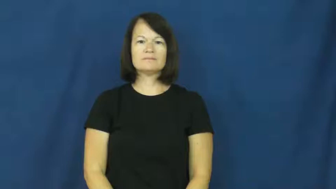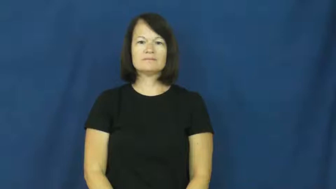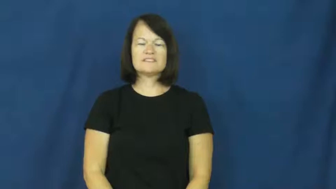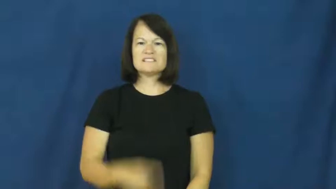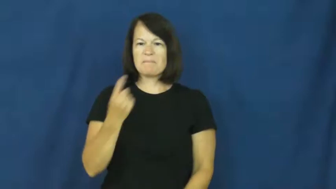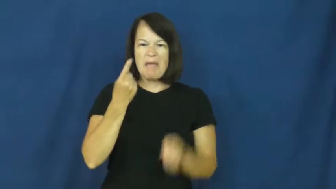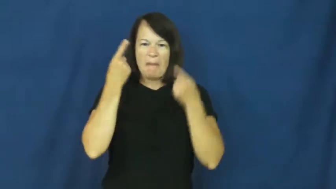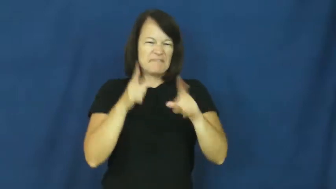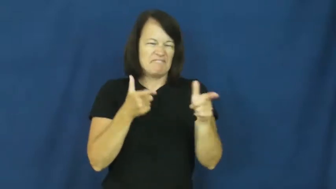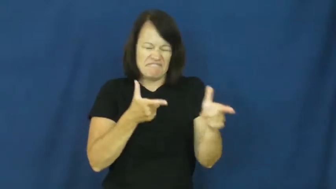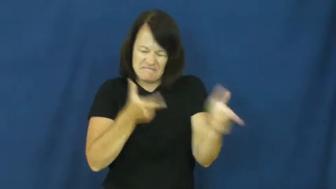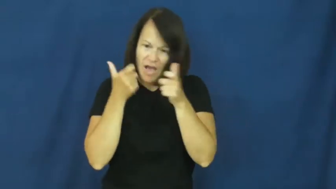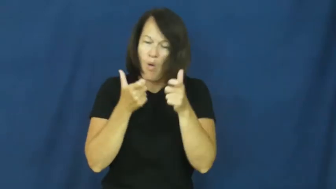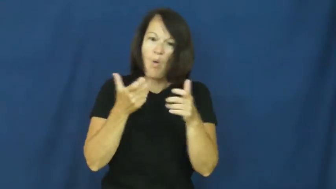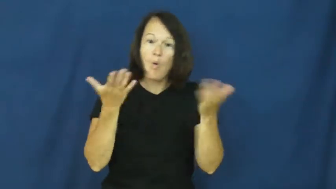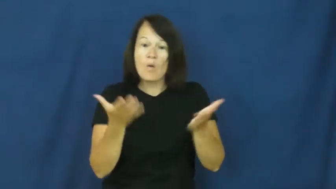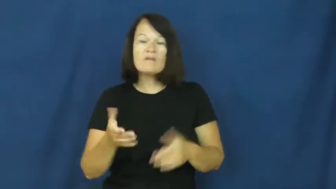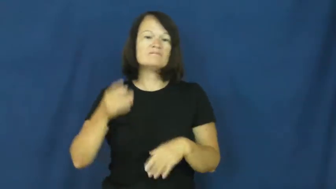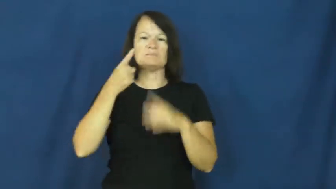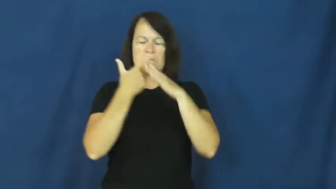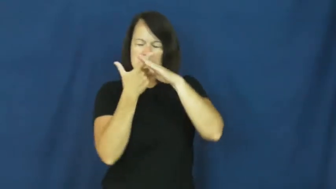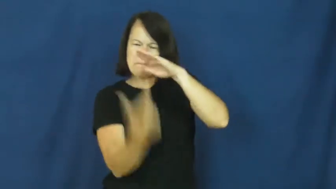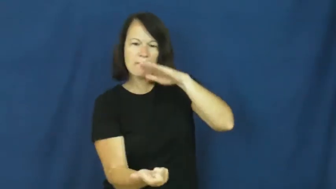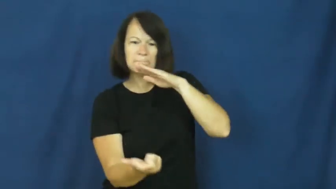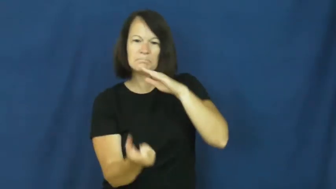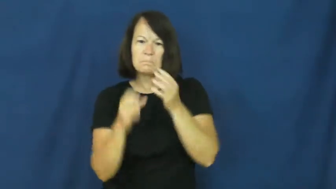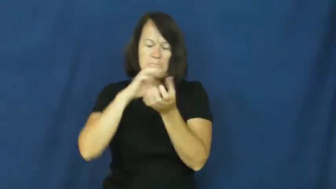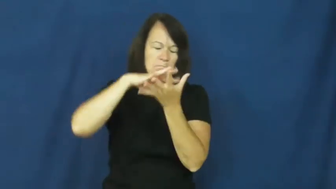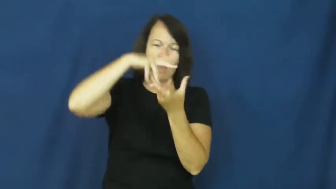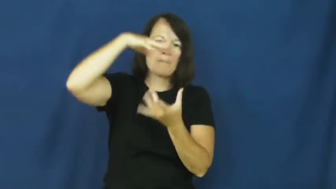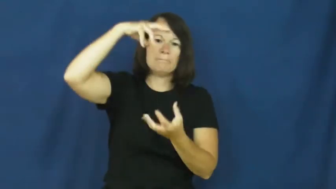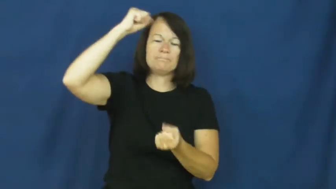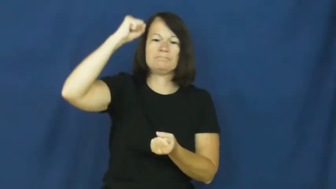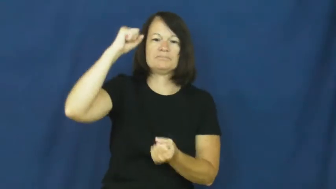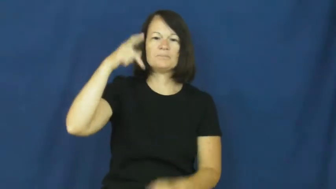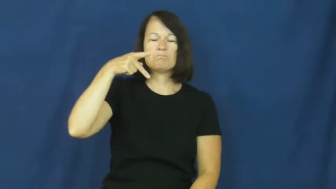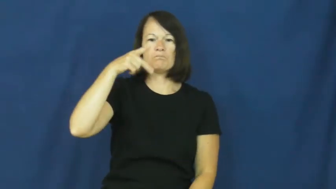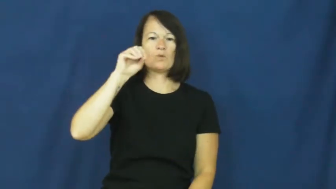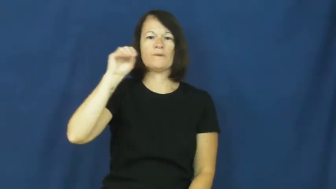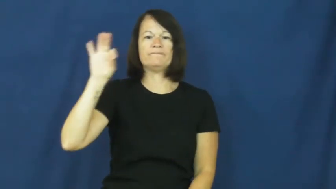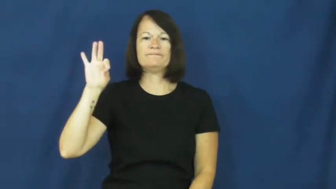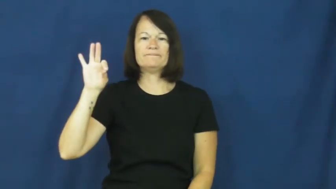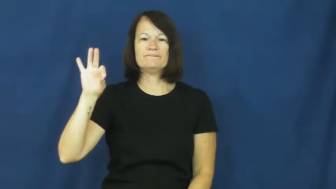poof